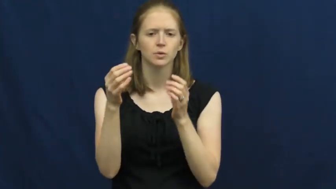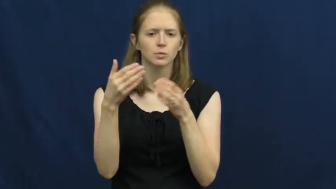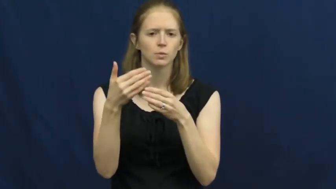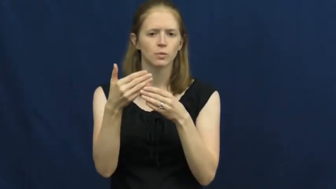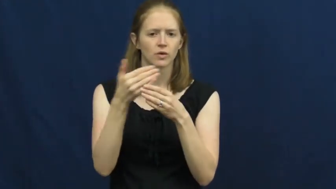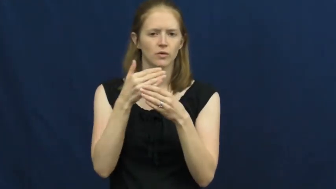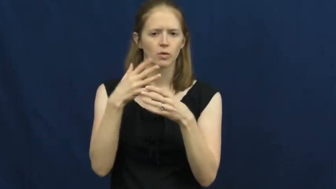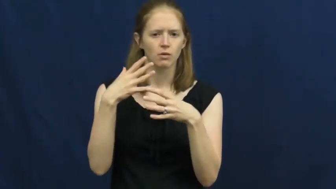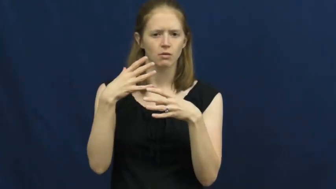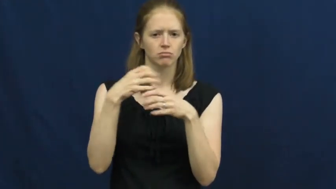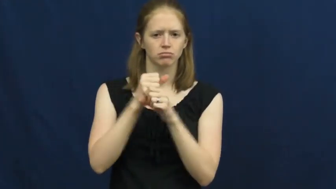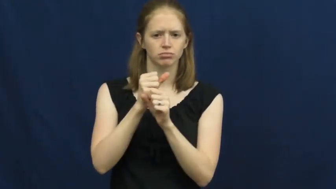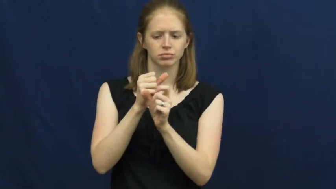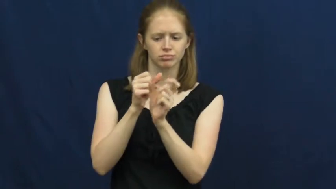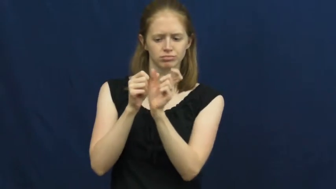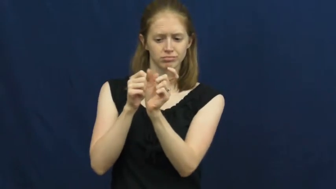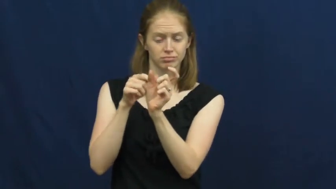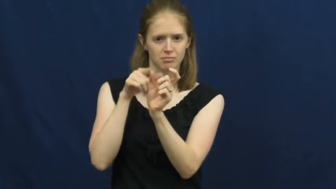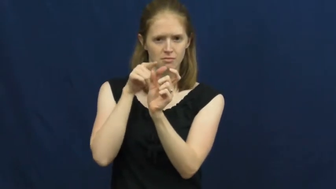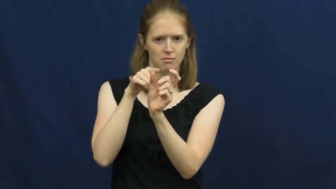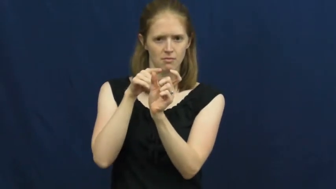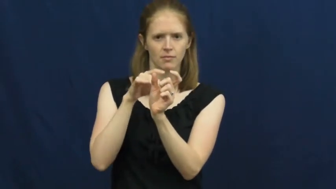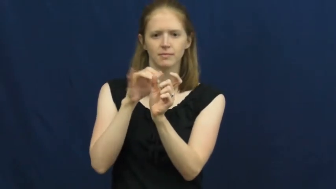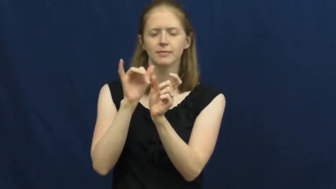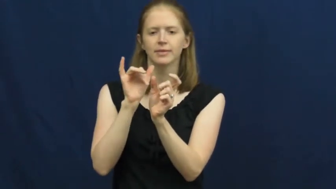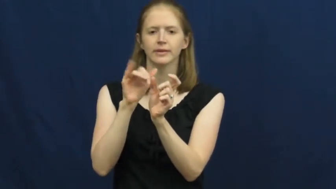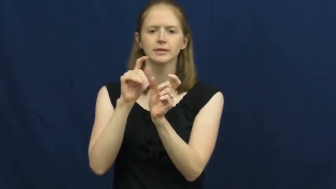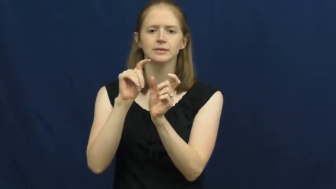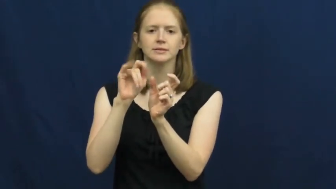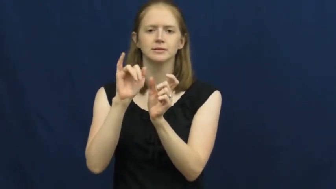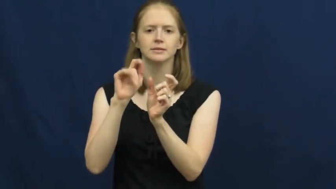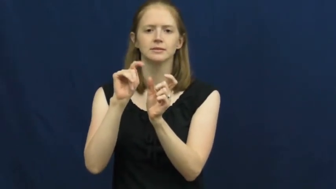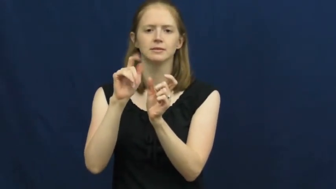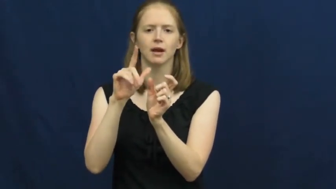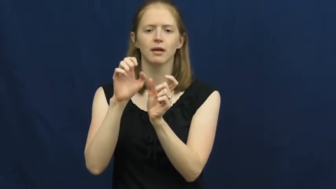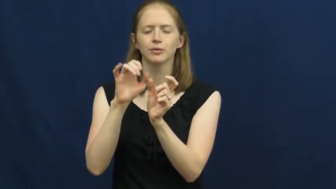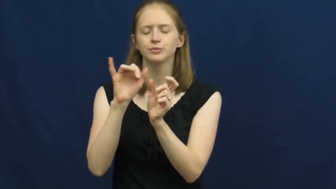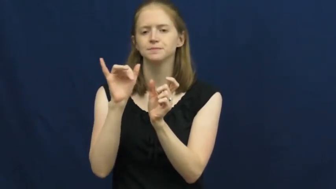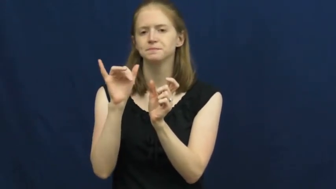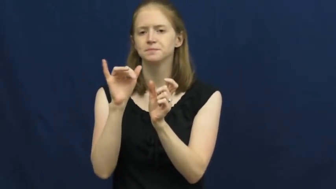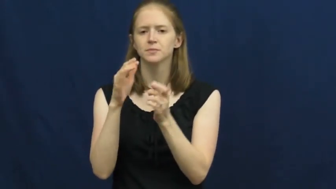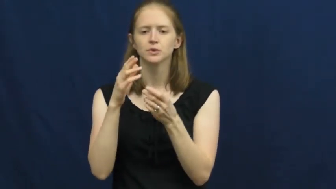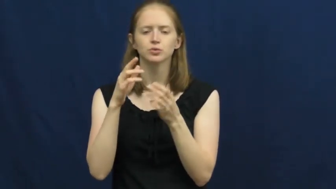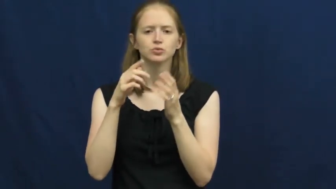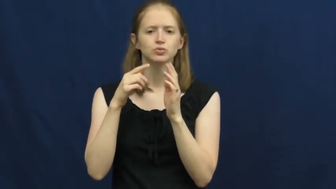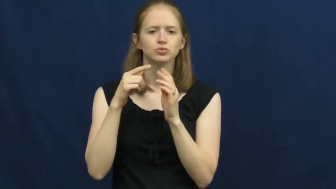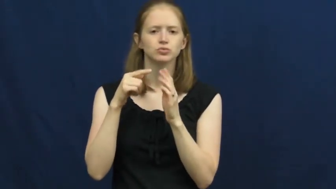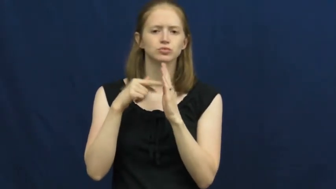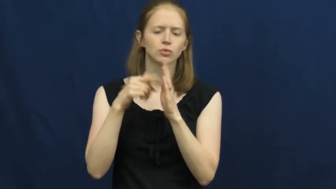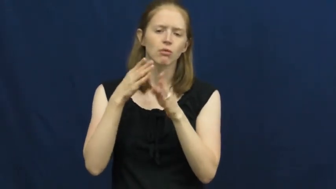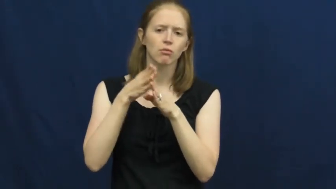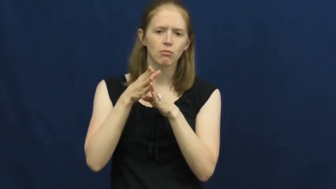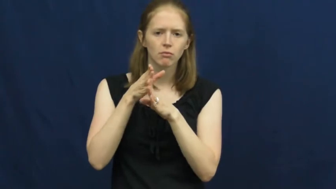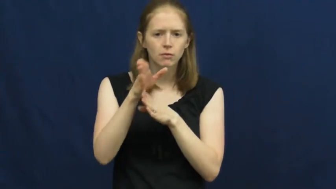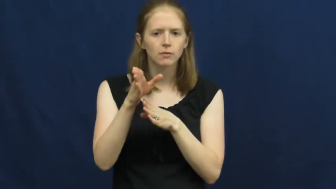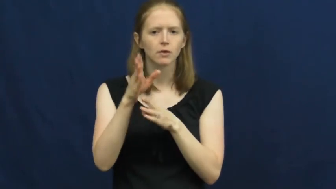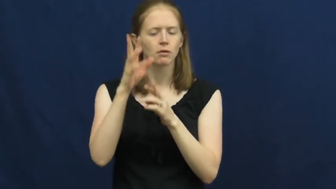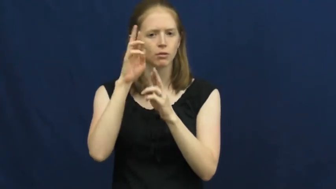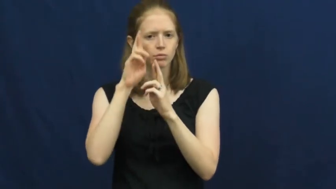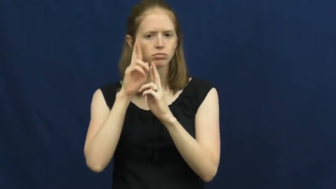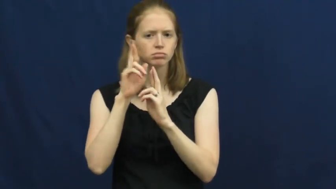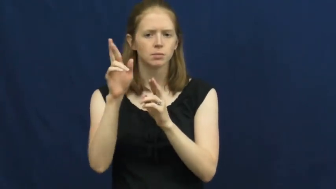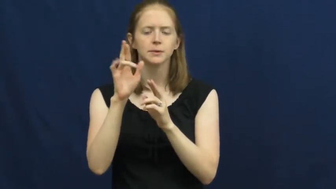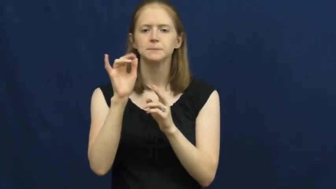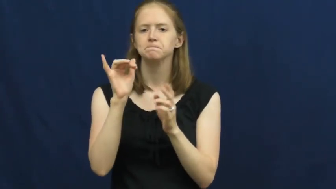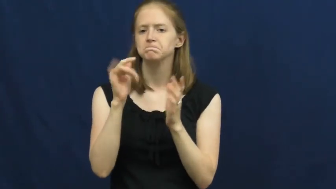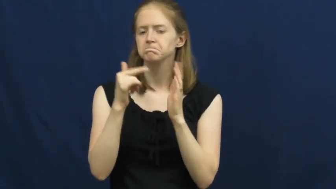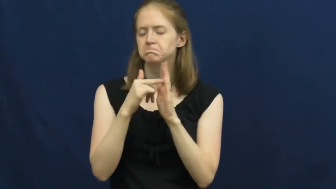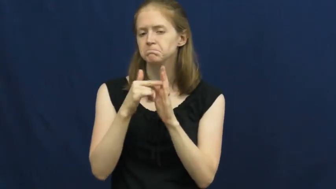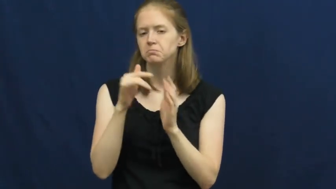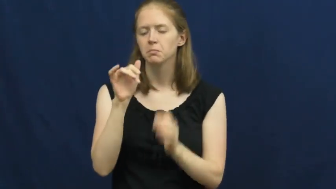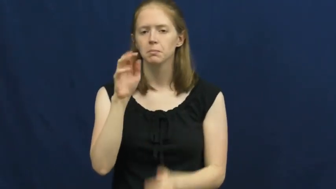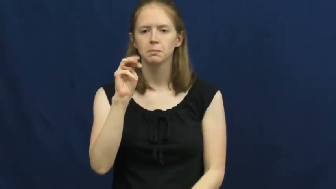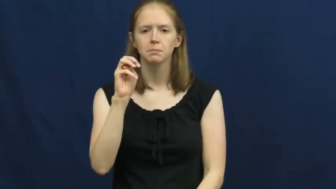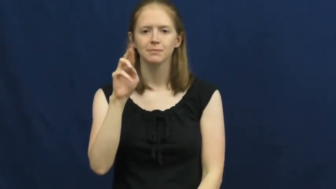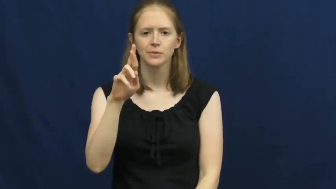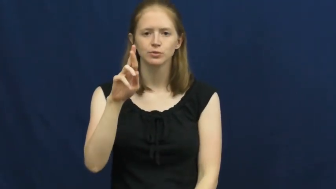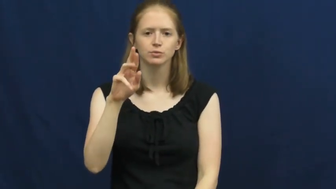title,appelation-name